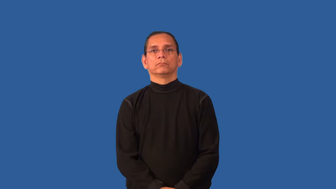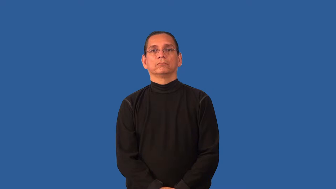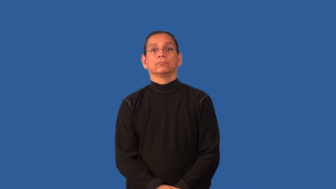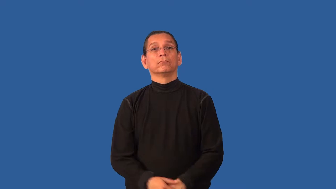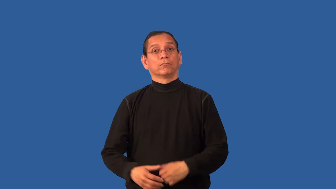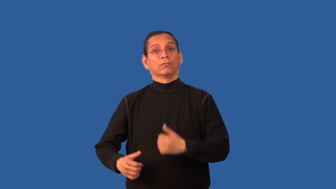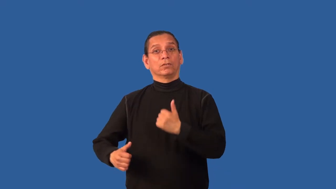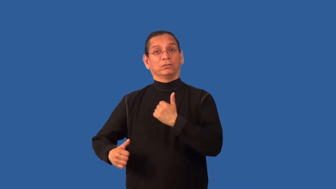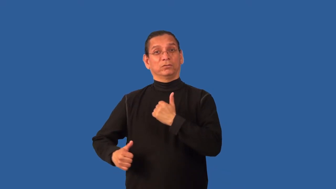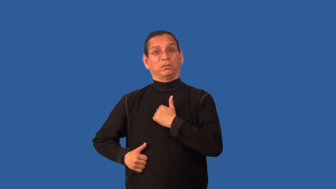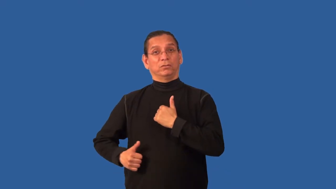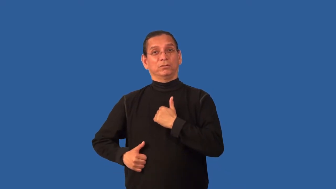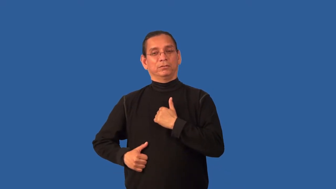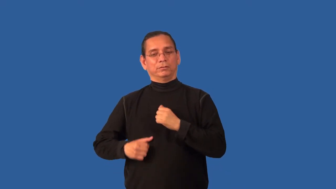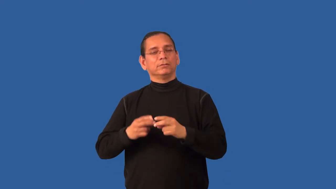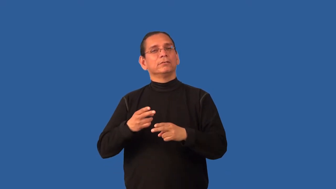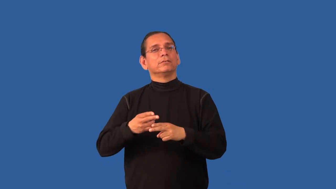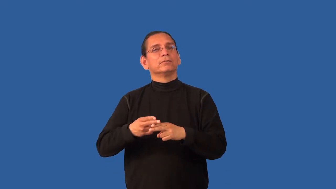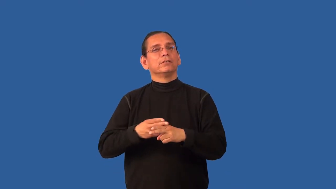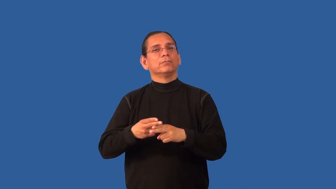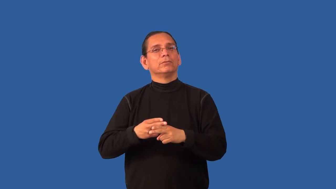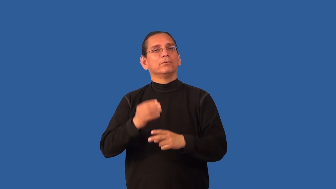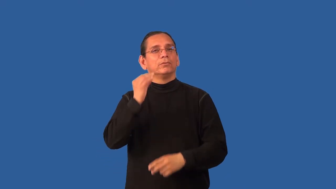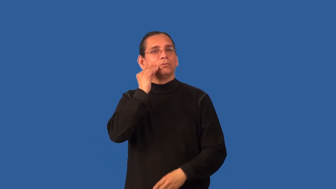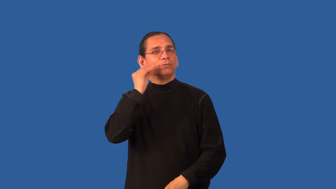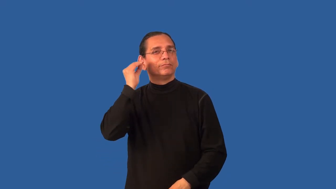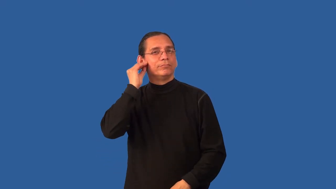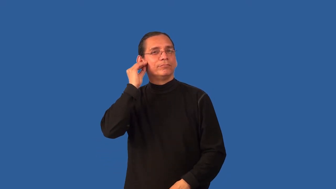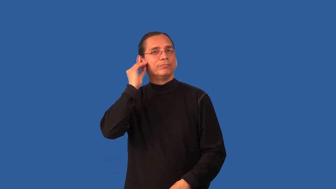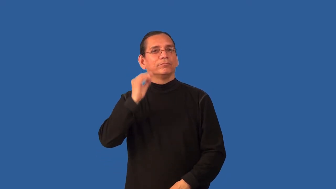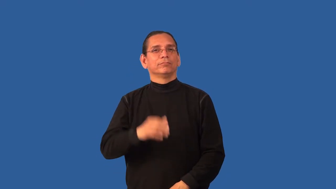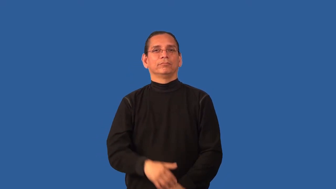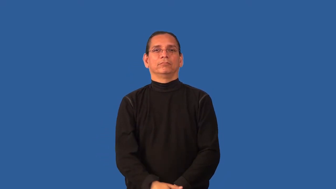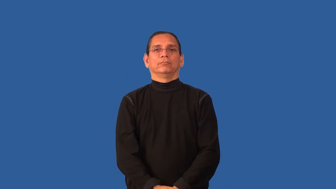billet